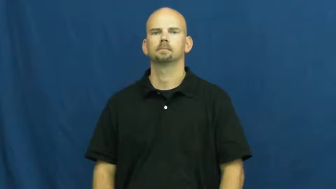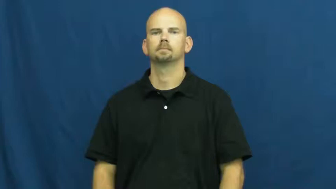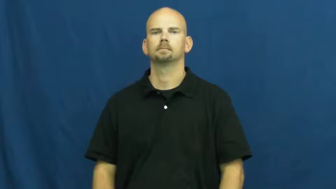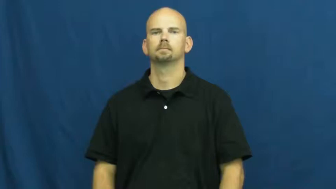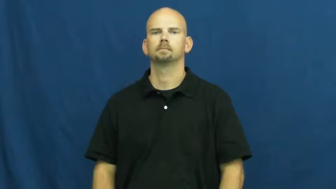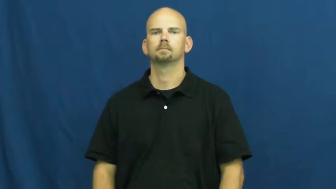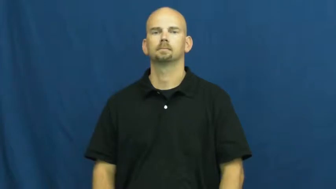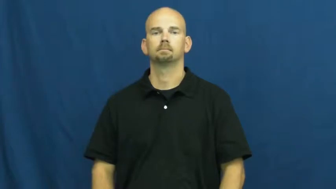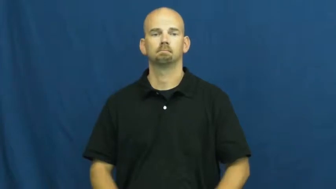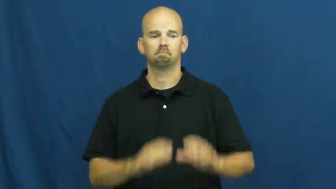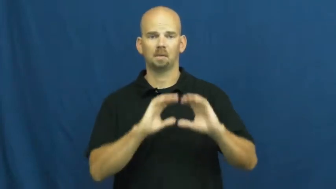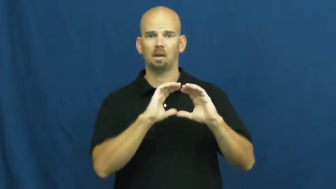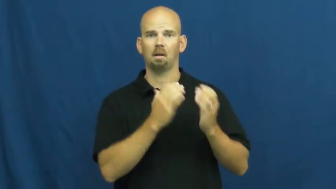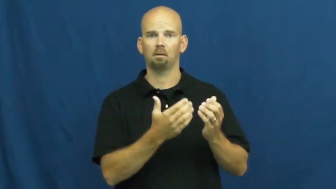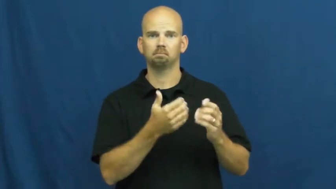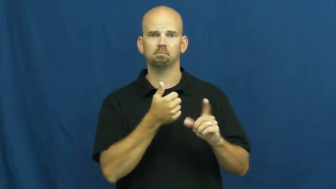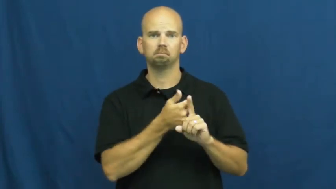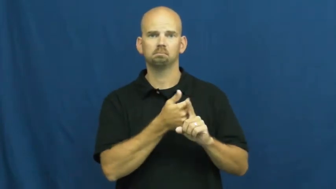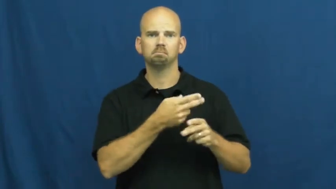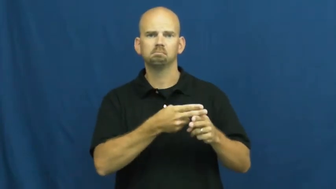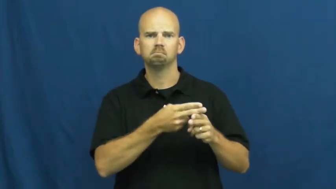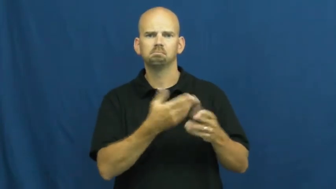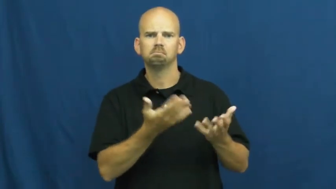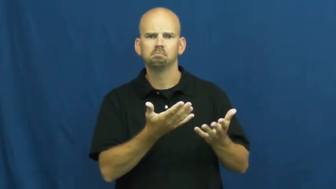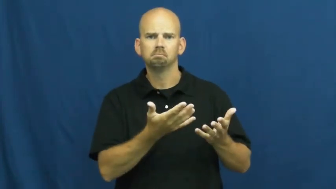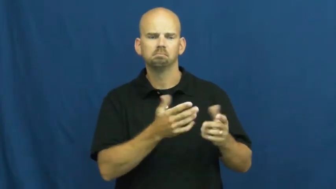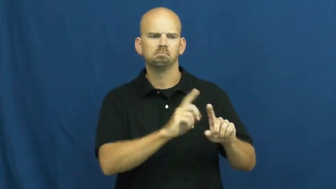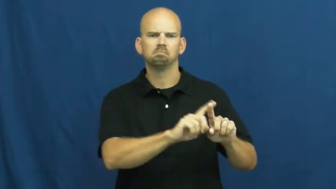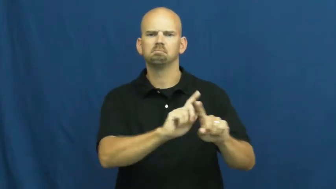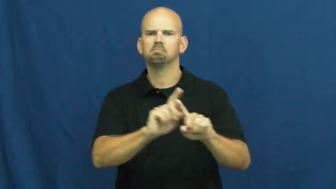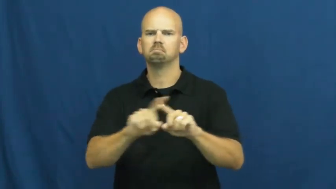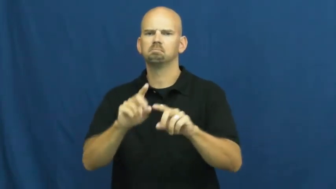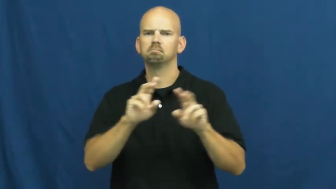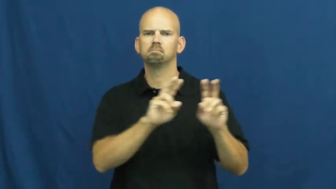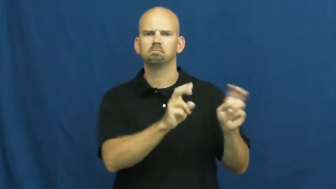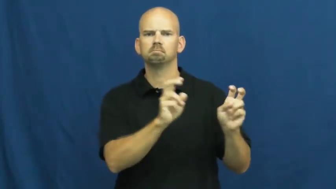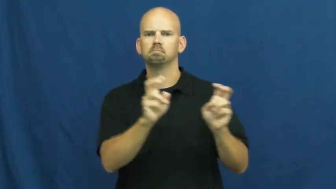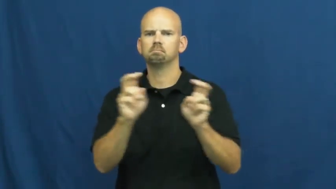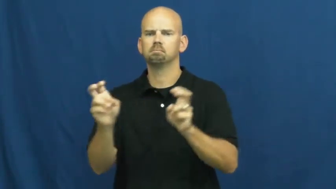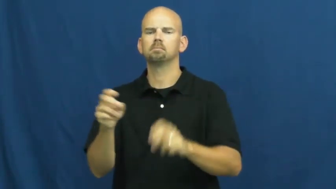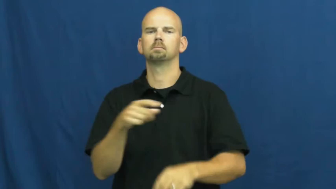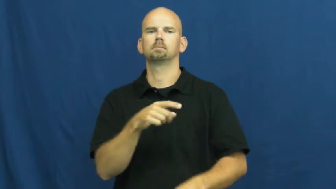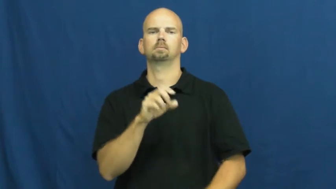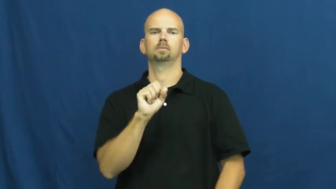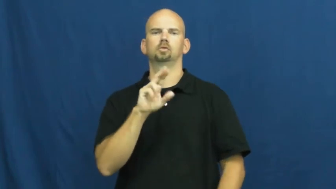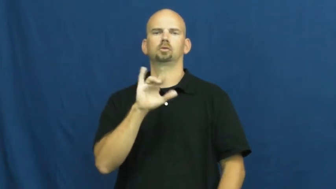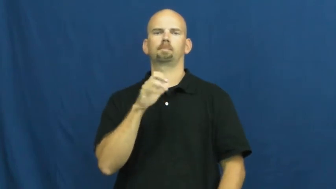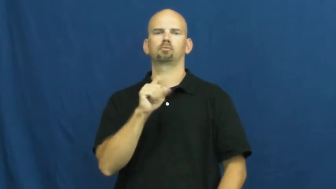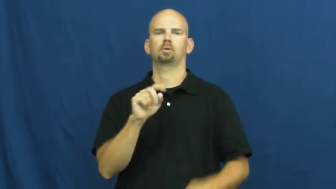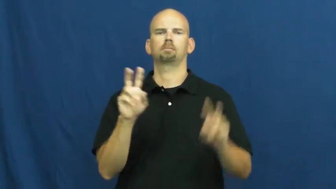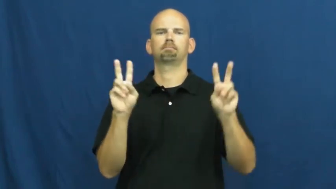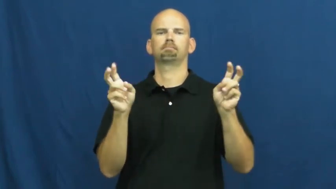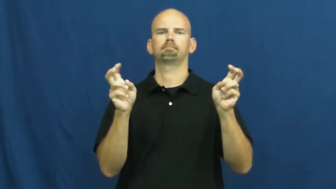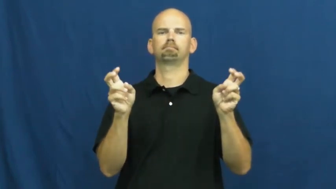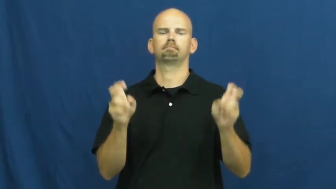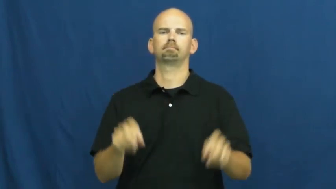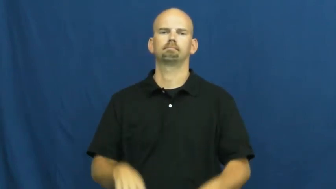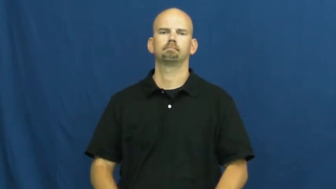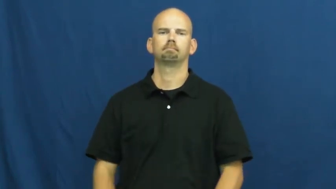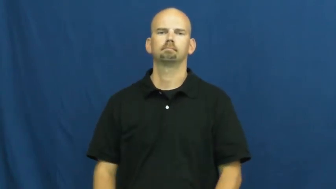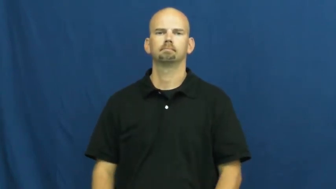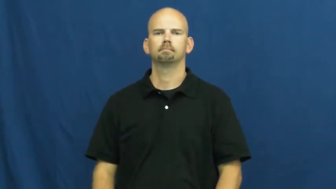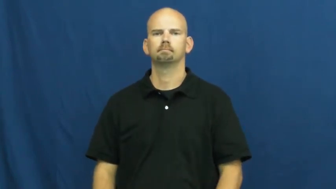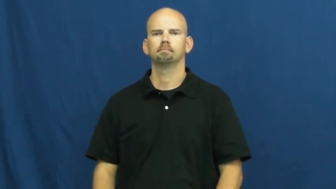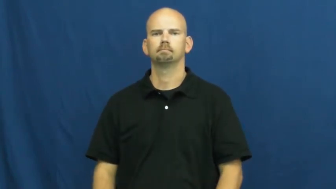subject-classes